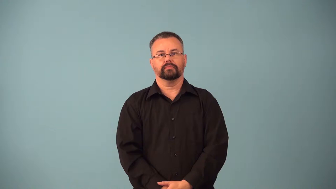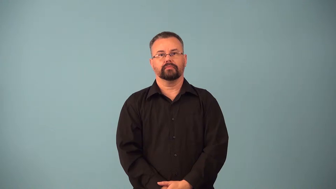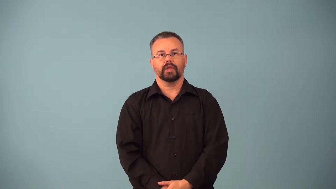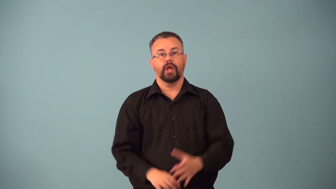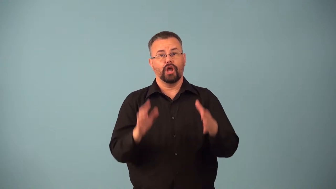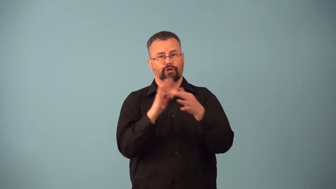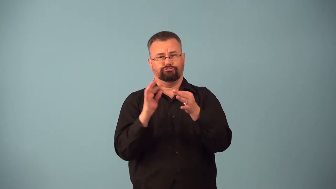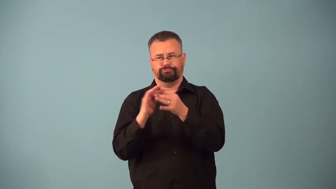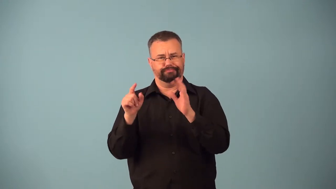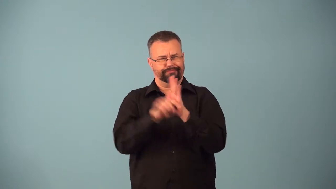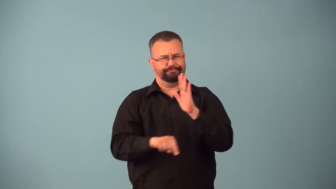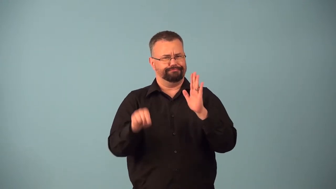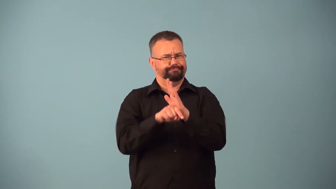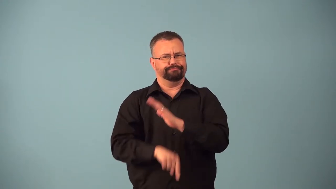badmouth